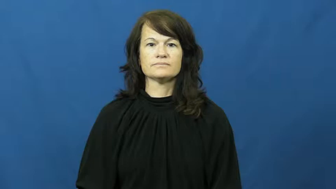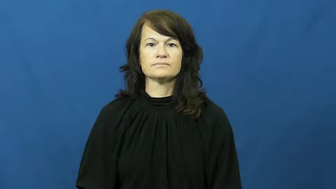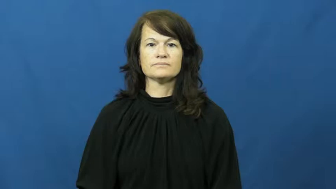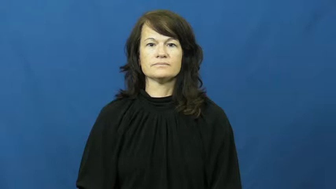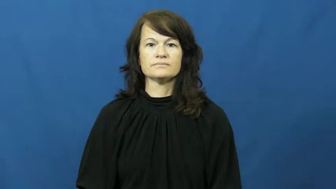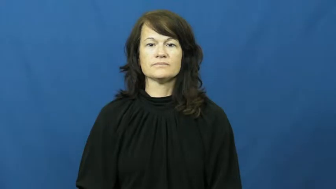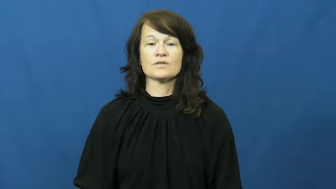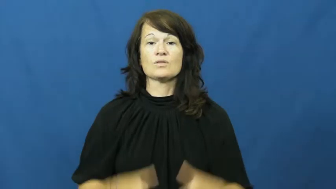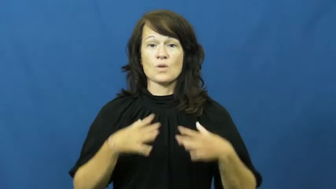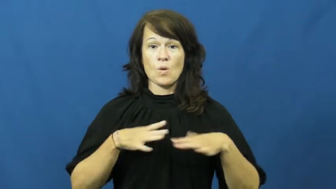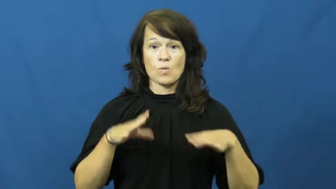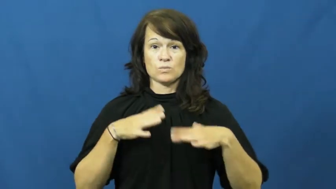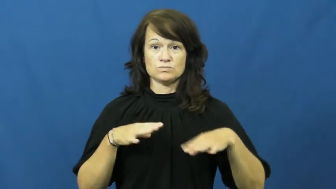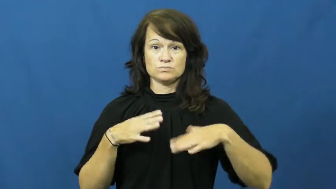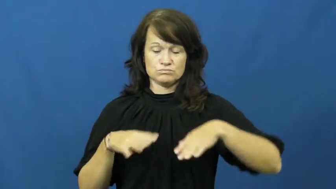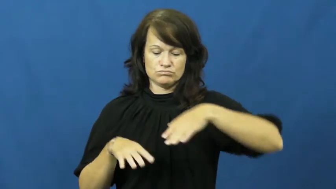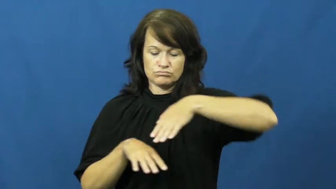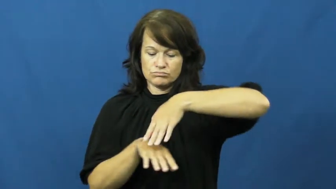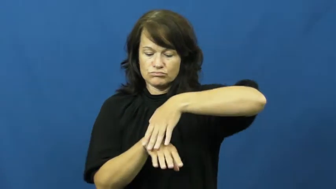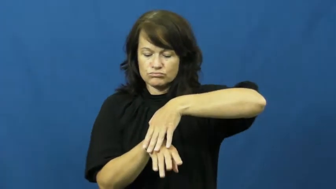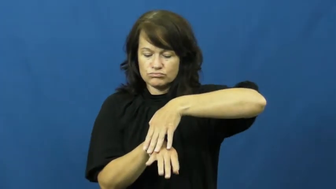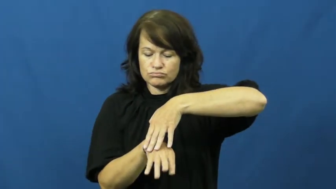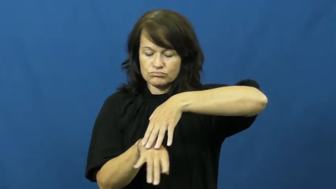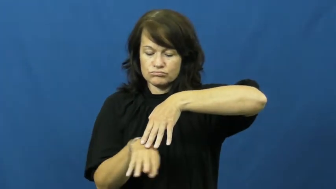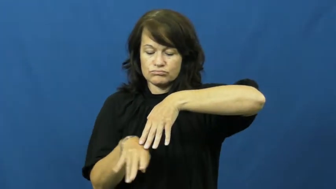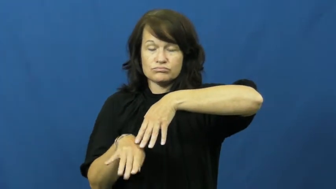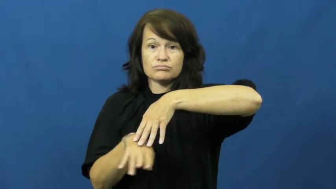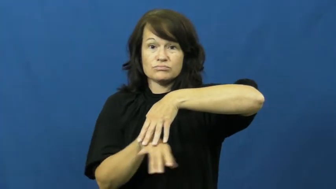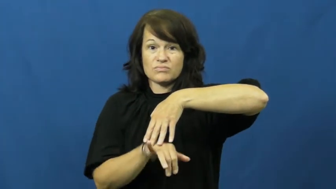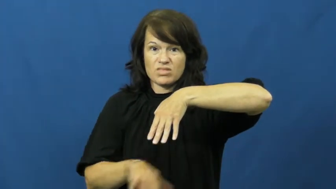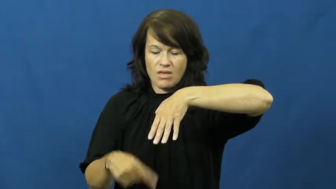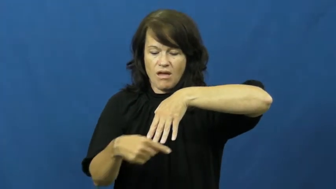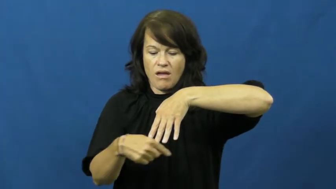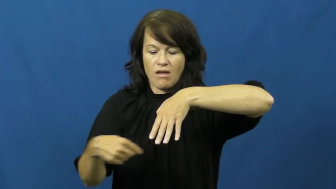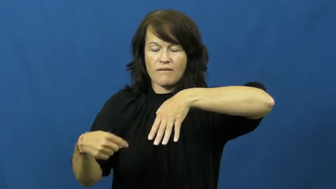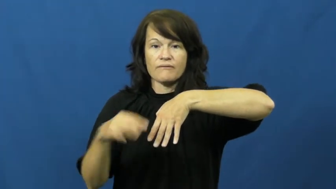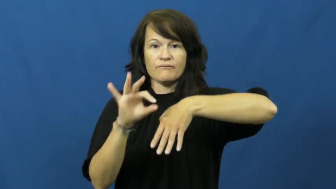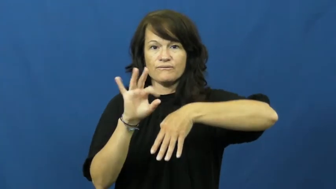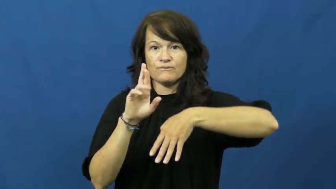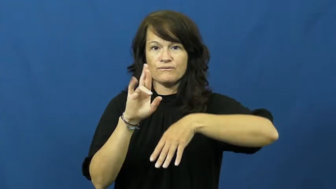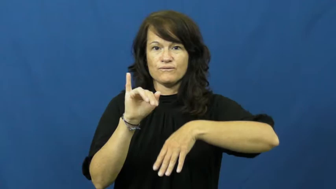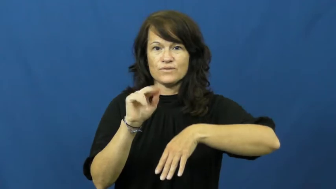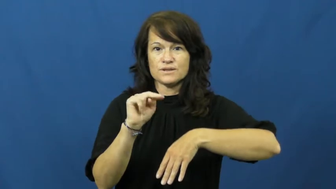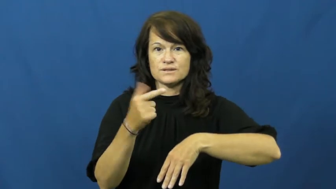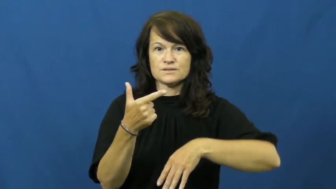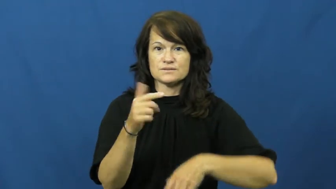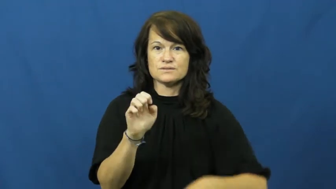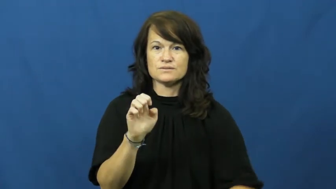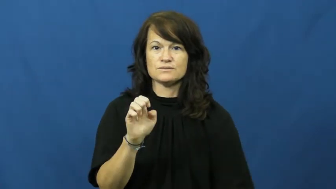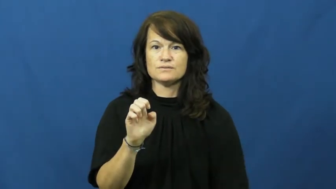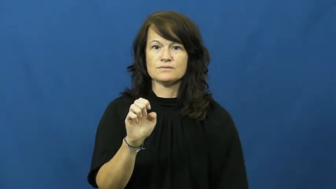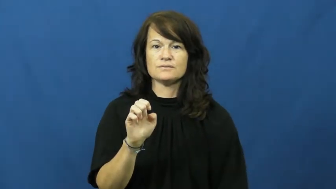fringe-clothes